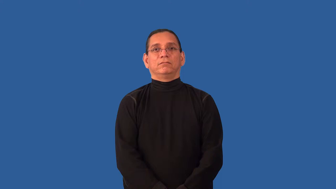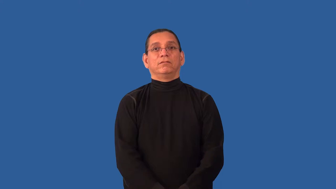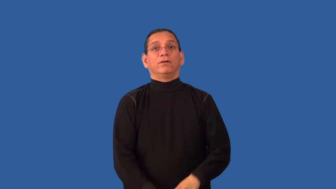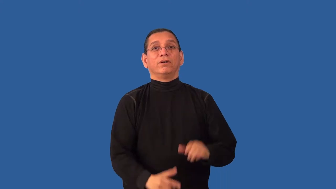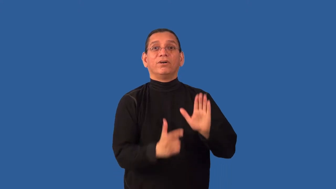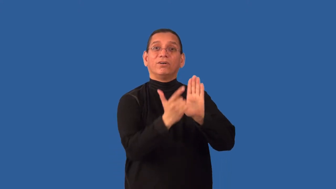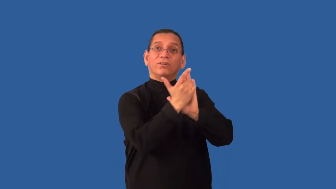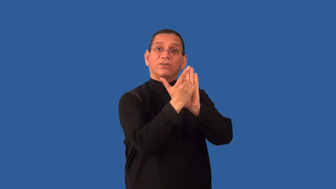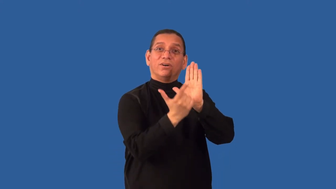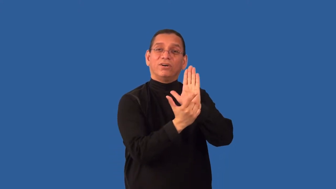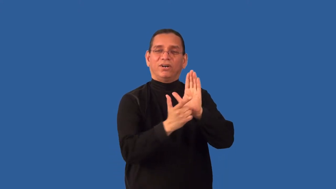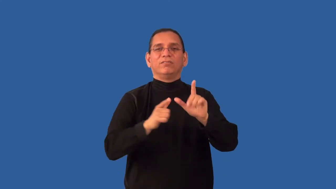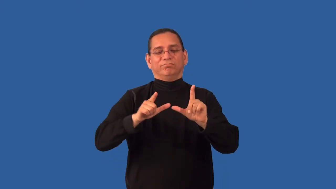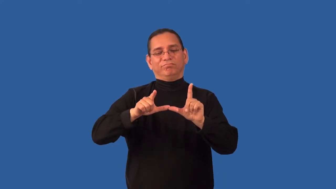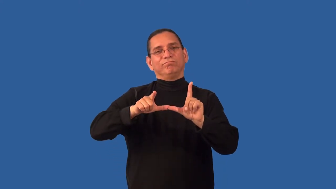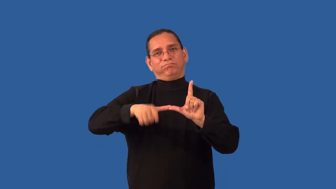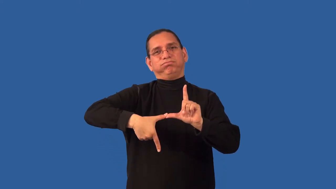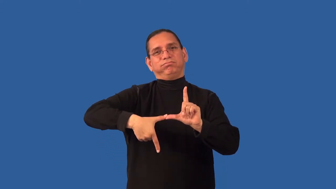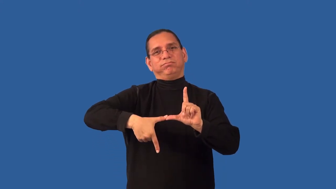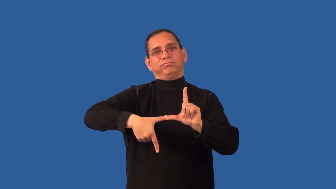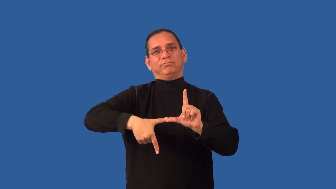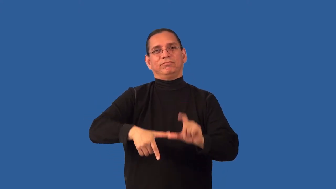disbar